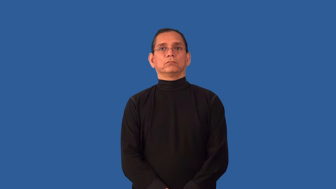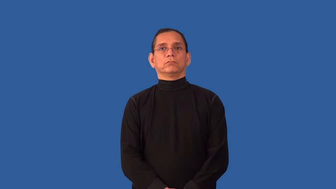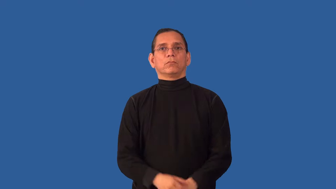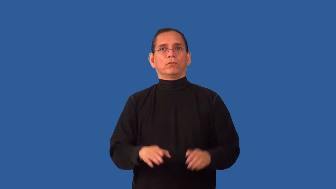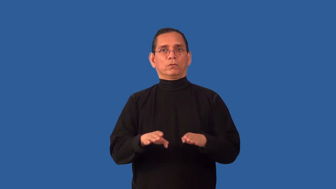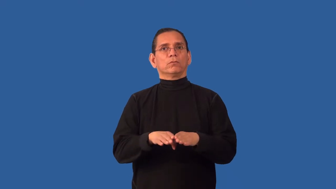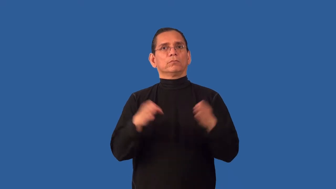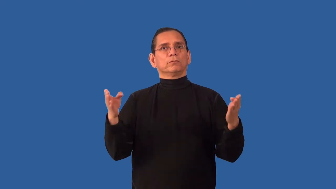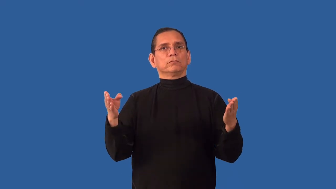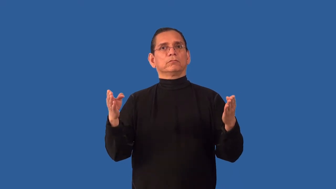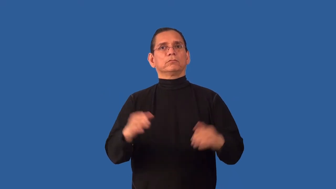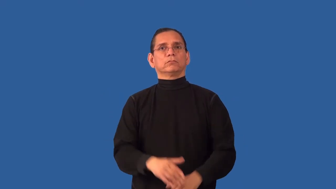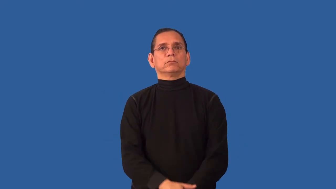undisguised